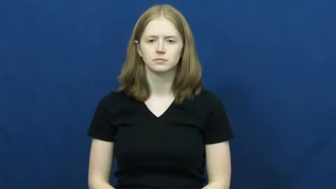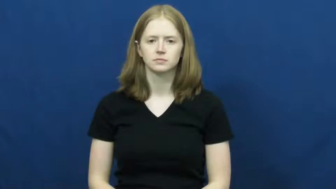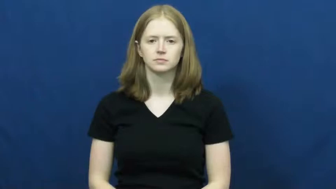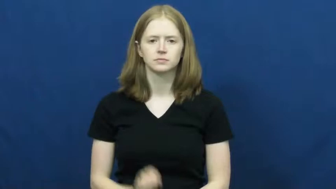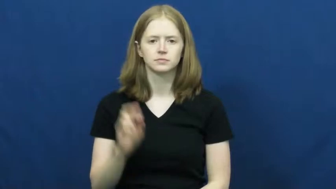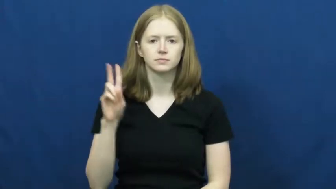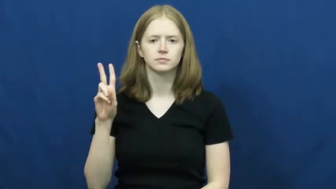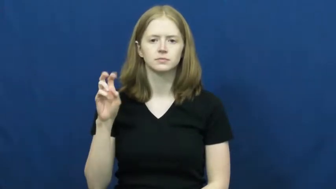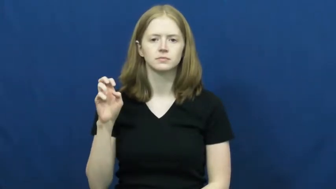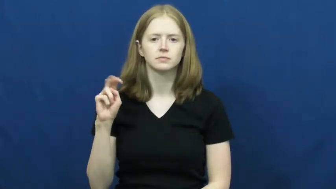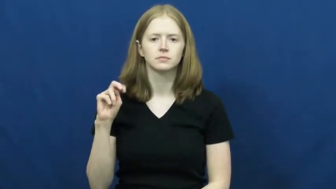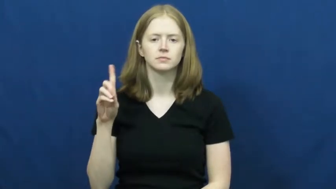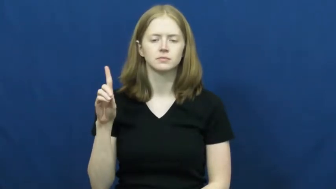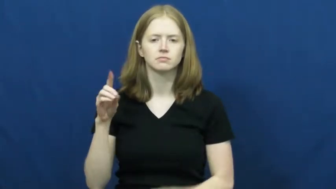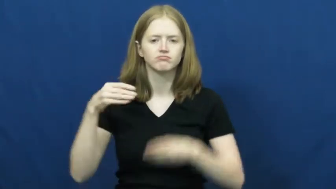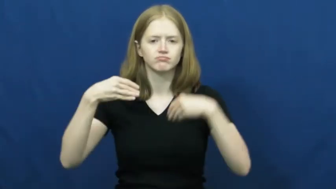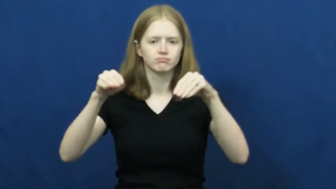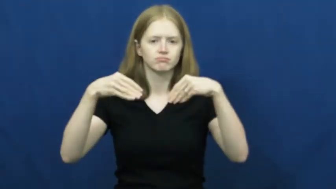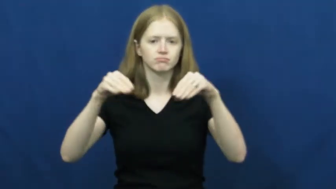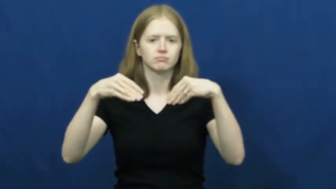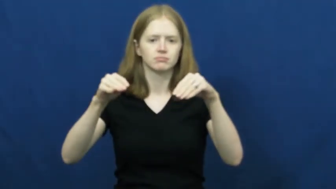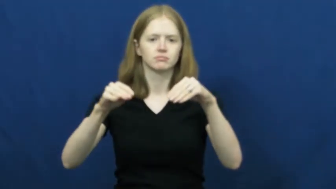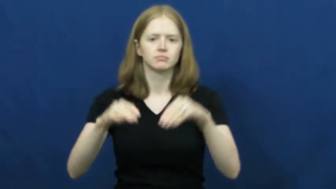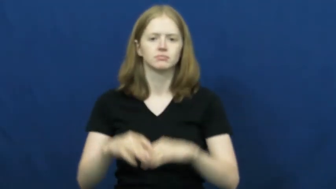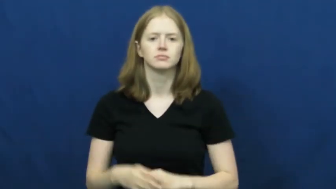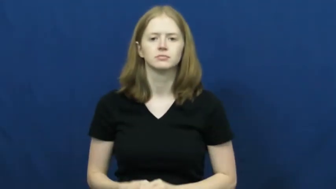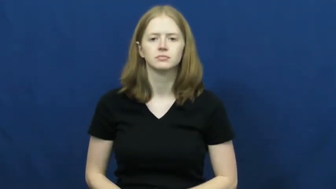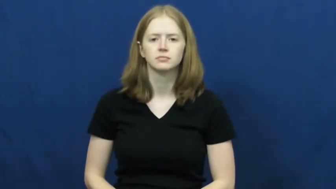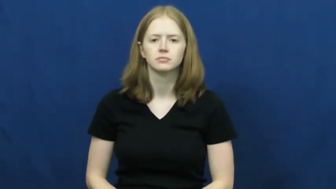vend